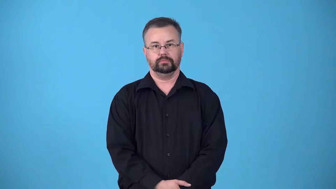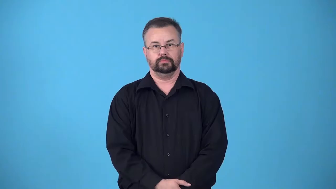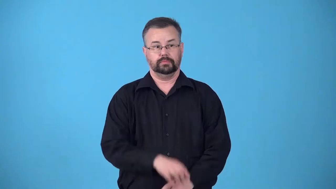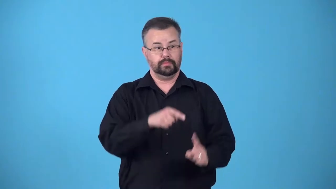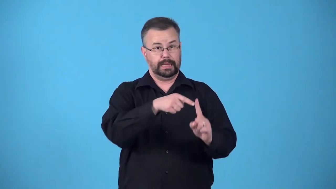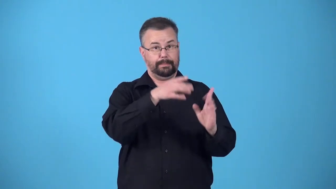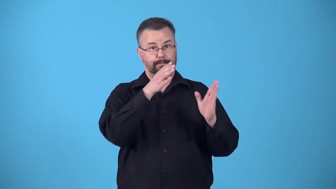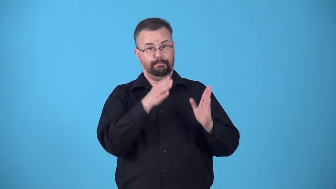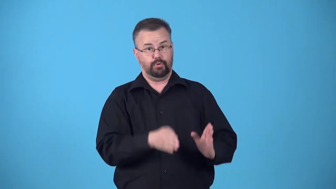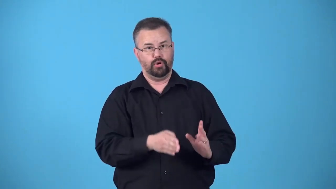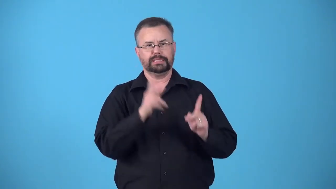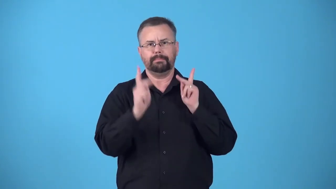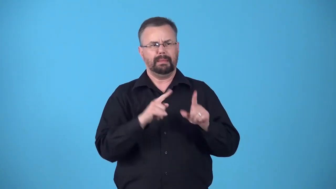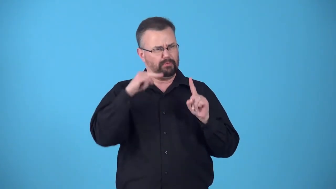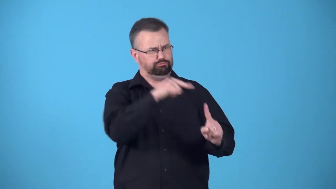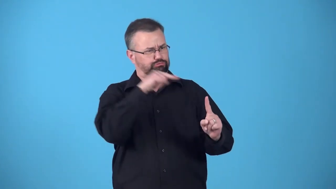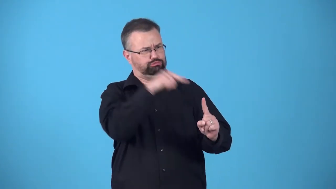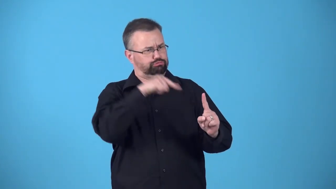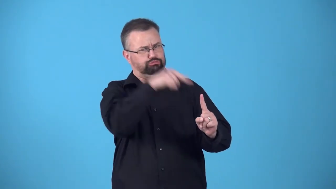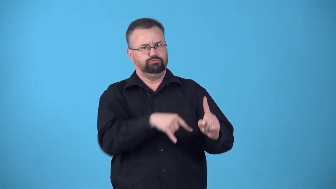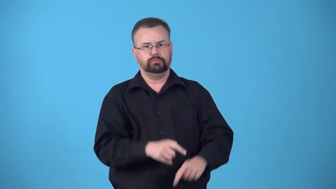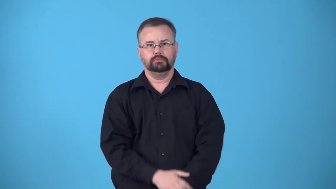blackguard-someone people ridicule